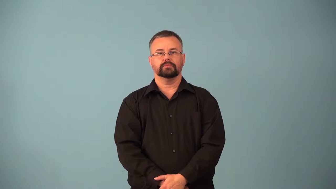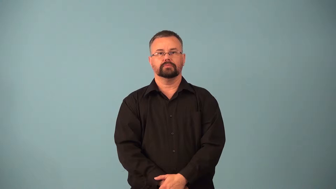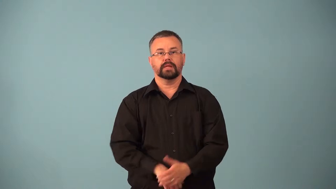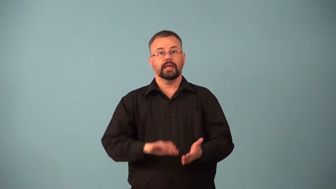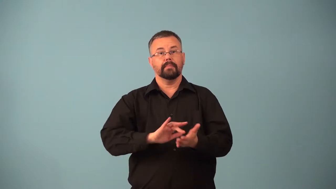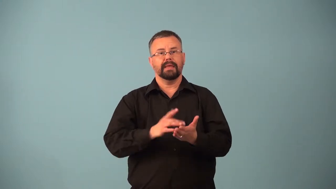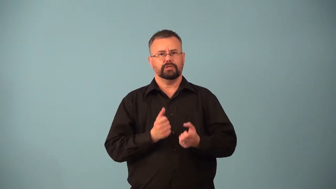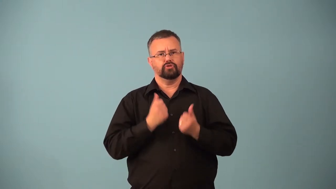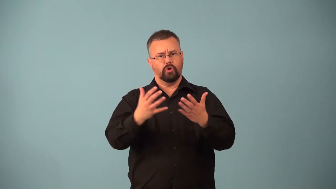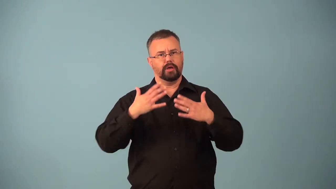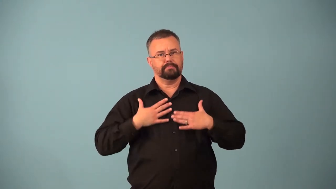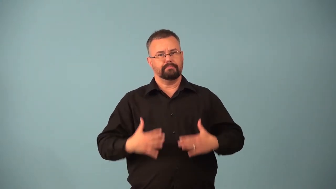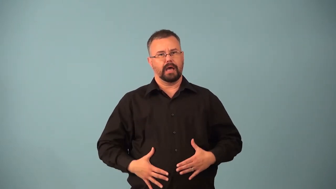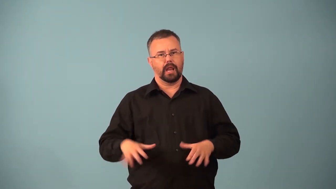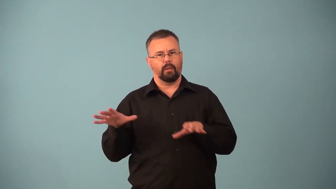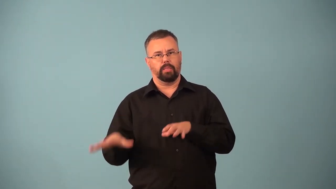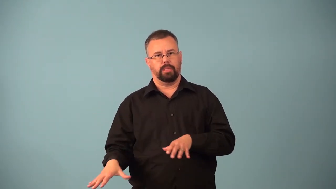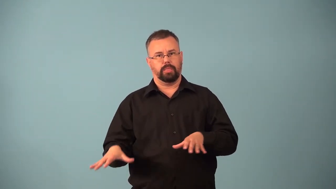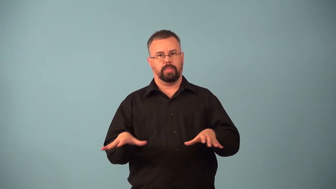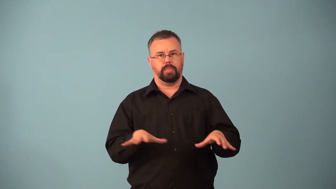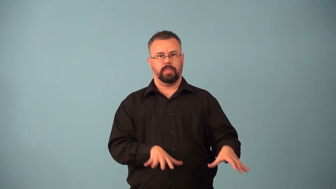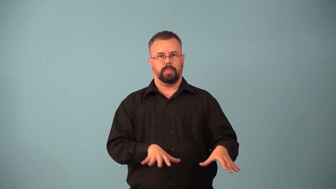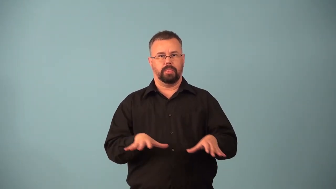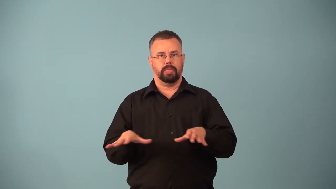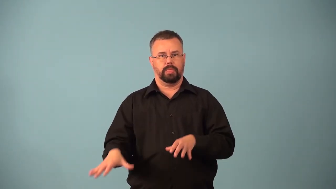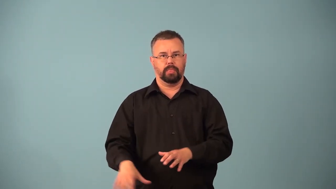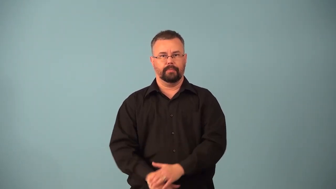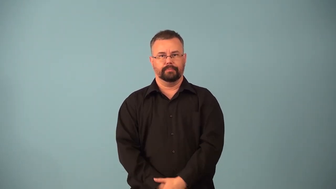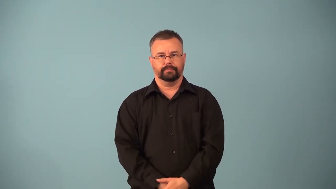depressant